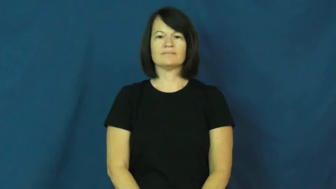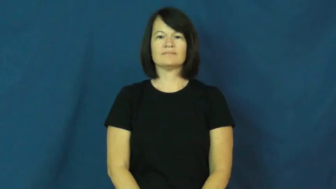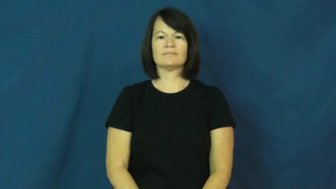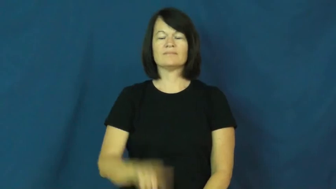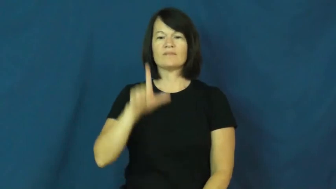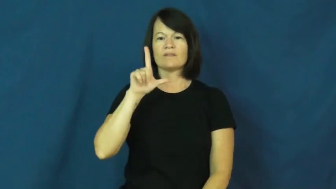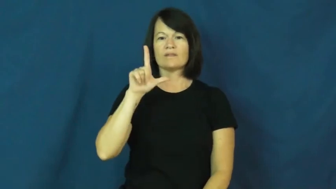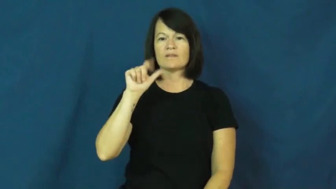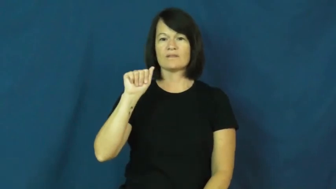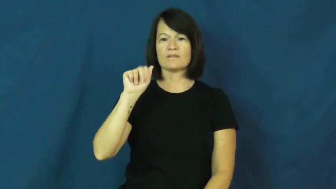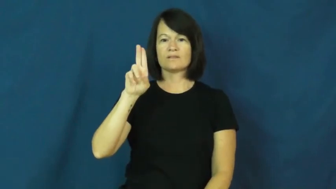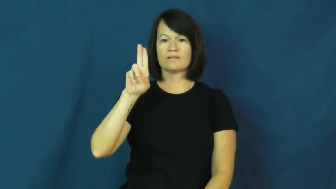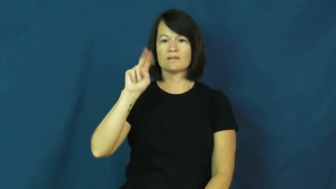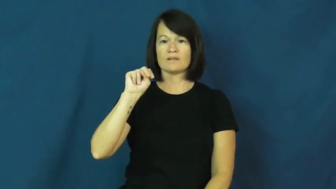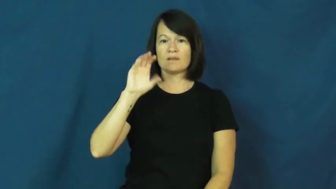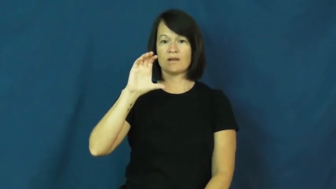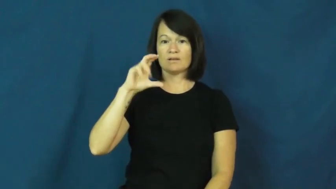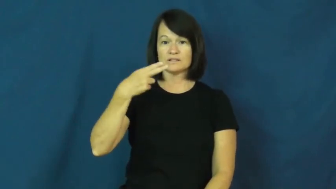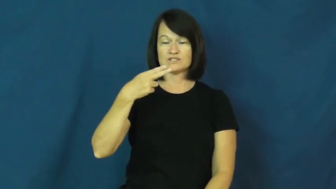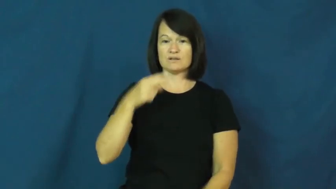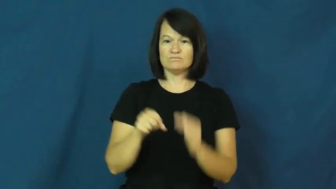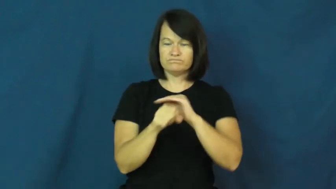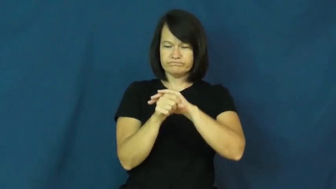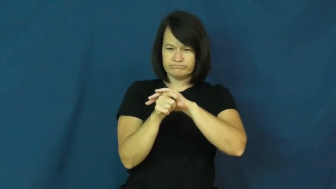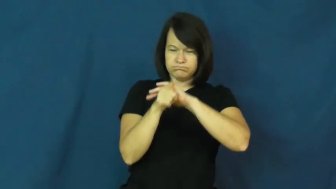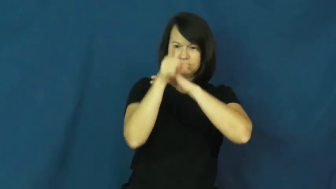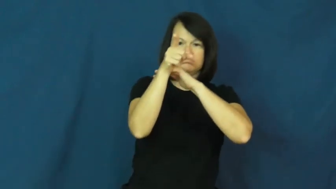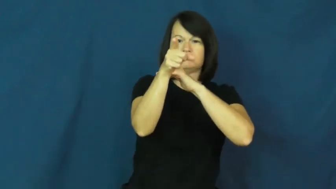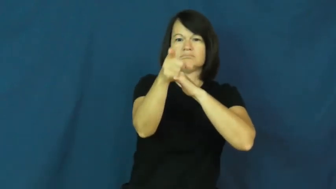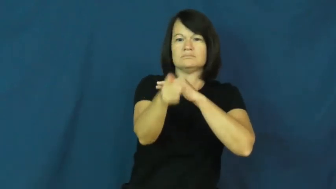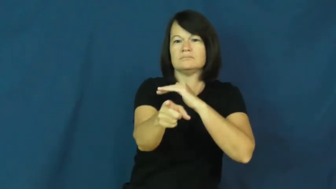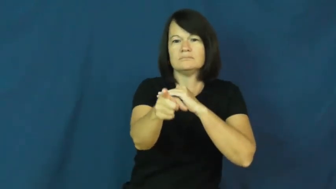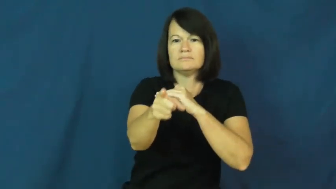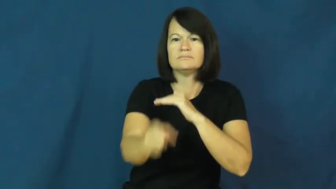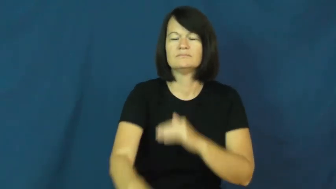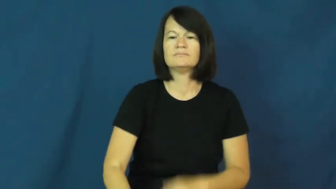launch-torpedo